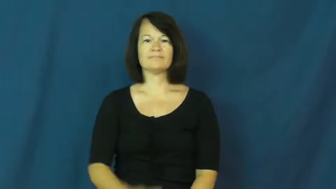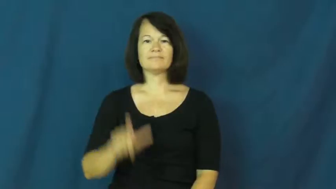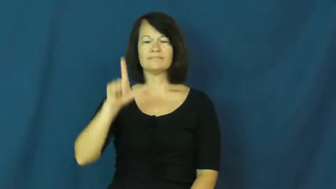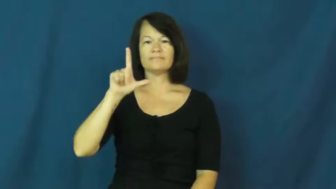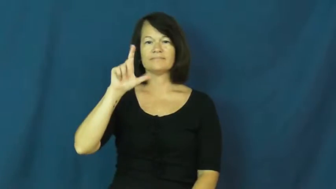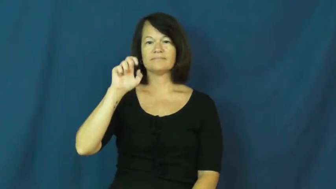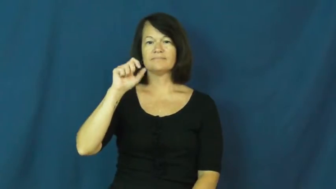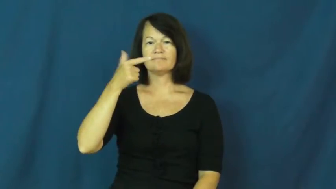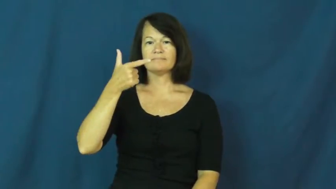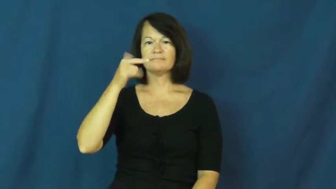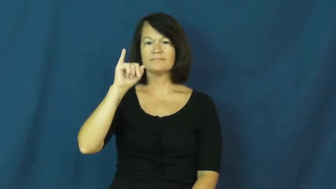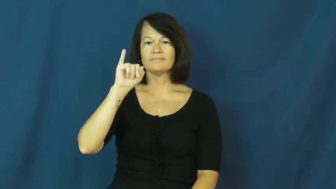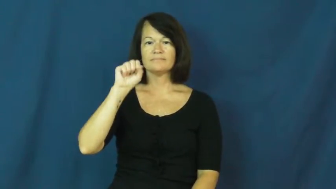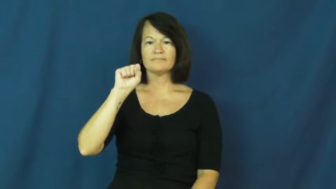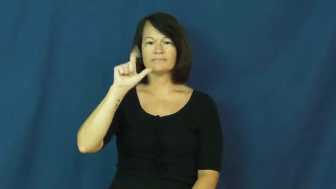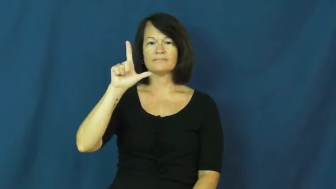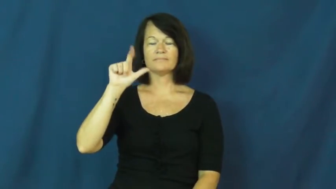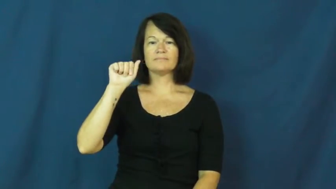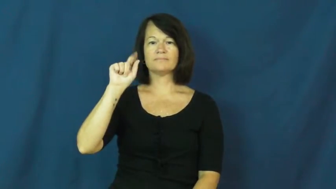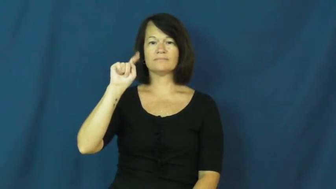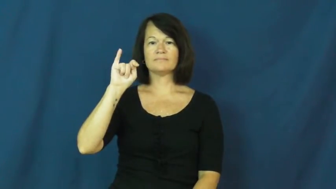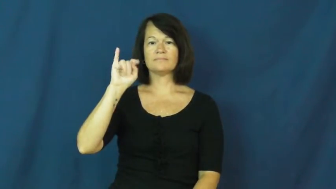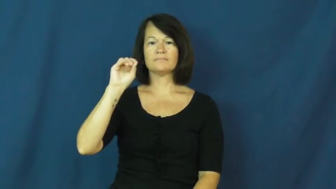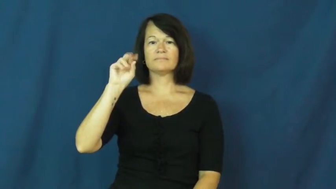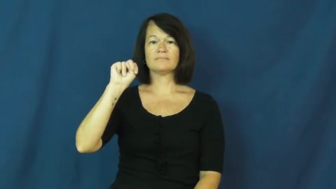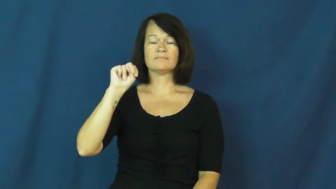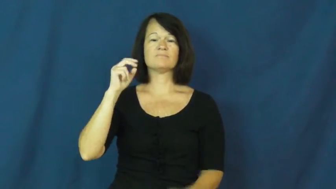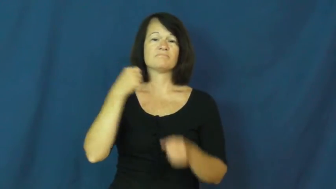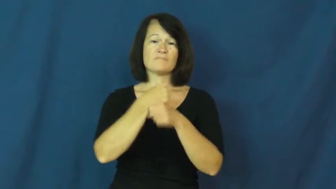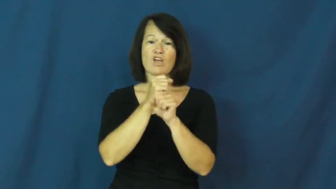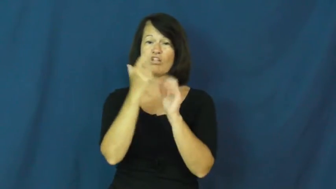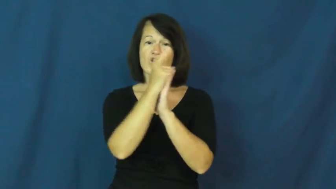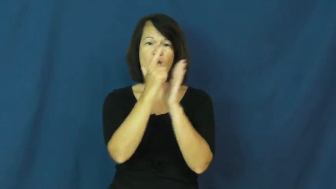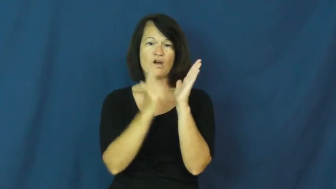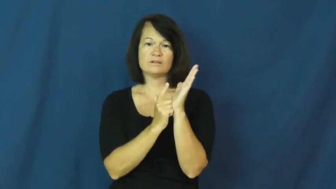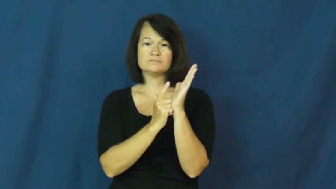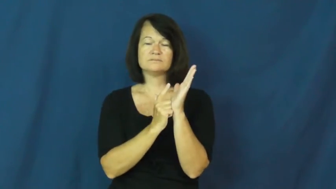legislation